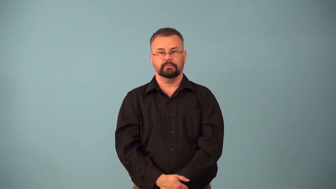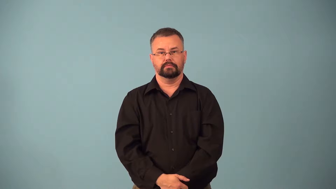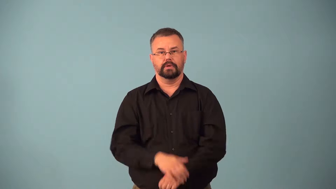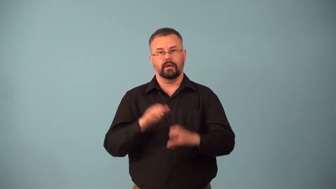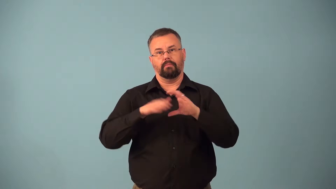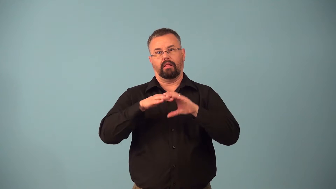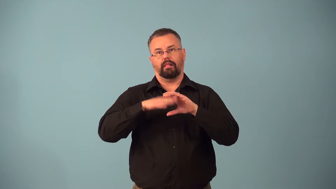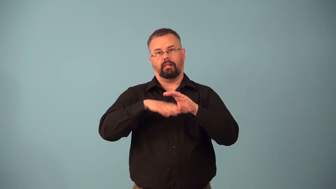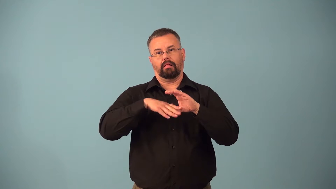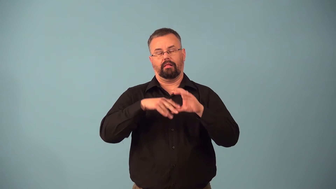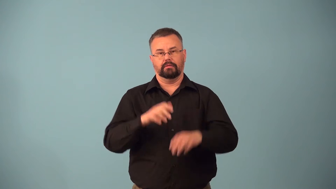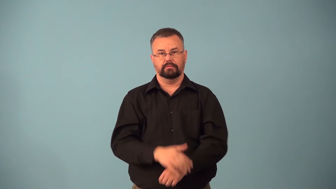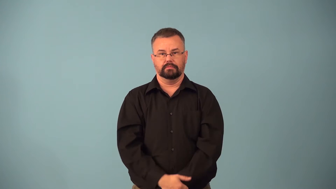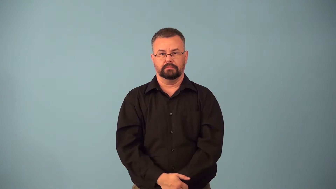bigmouth,blabbermouth